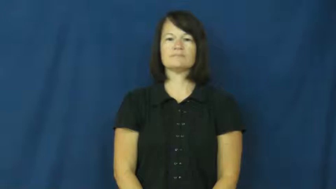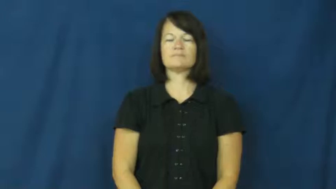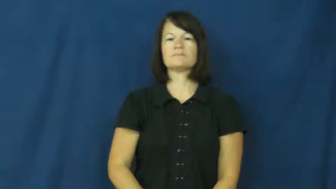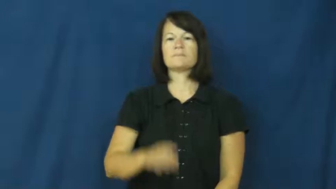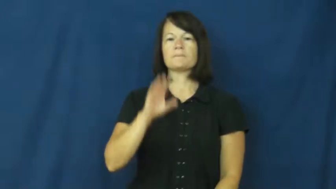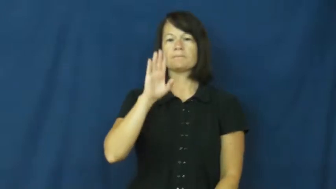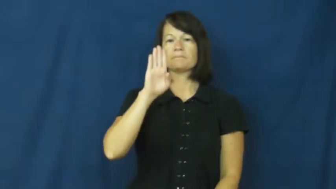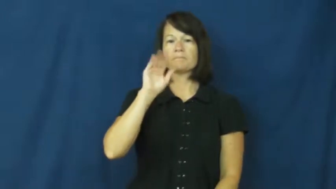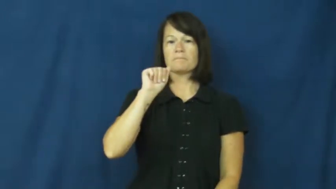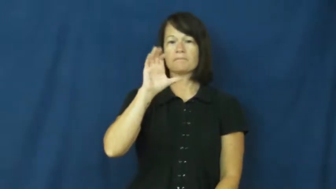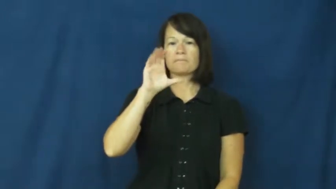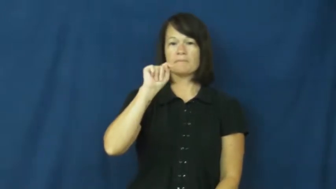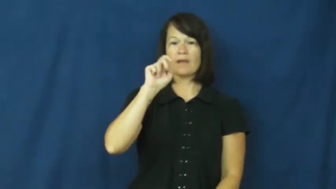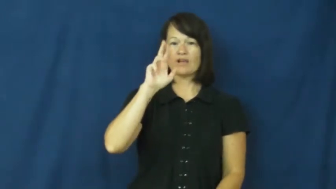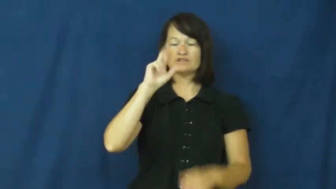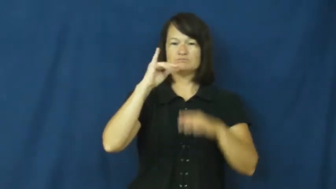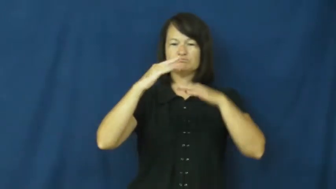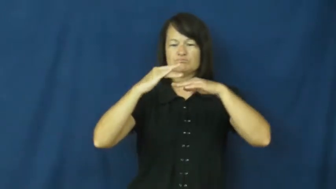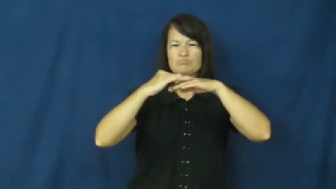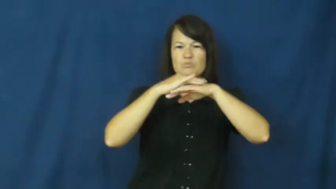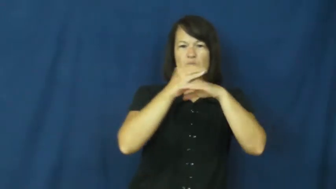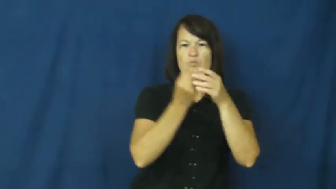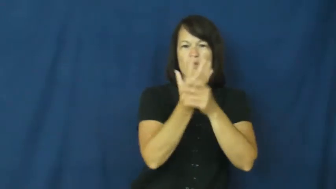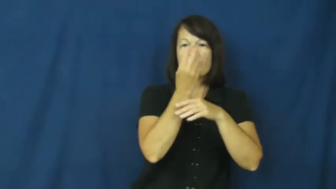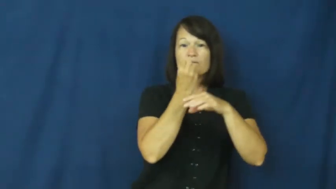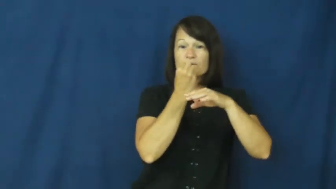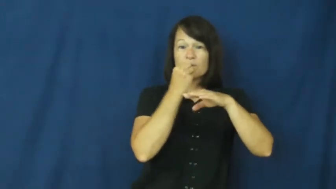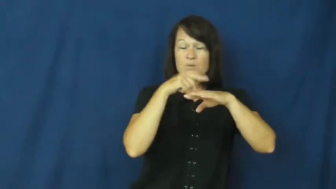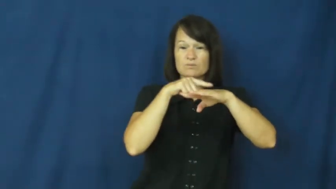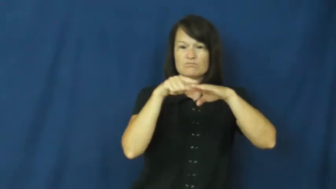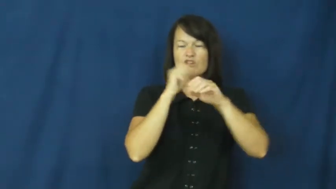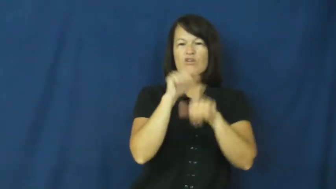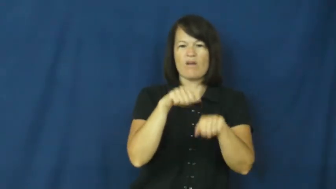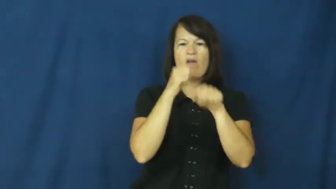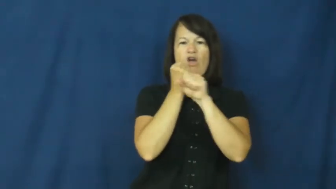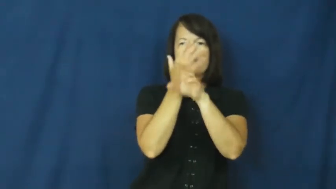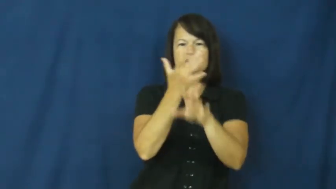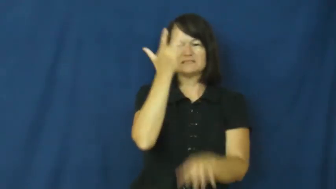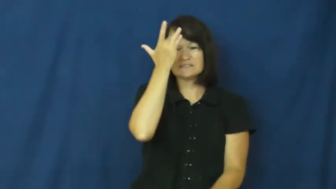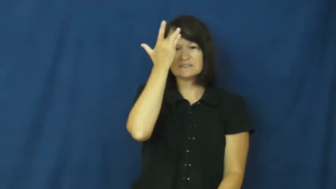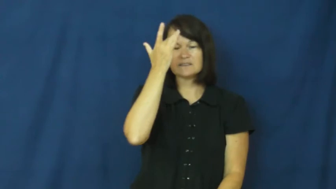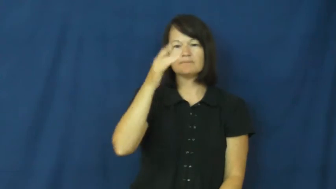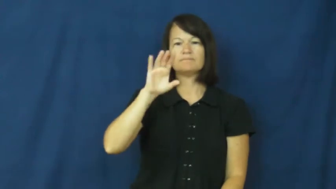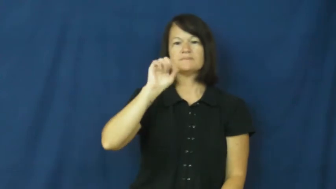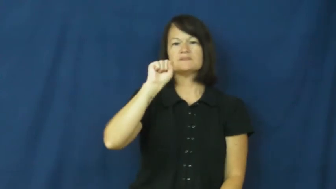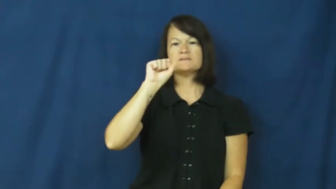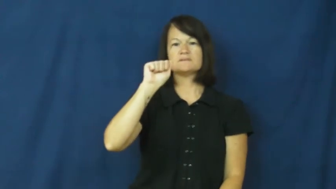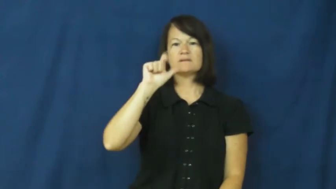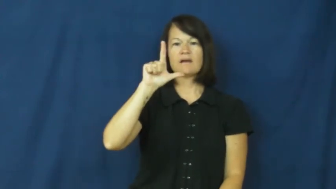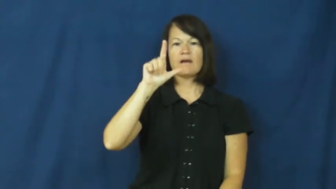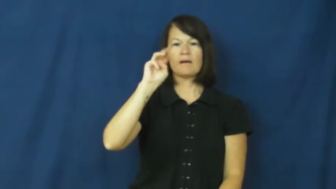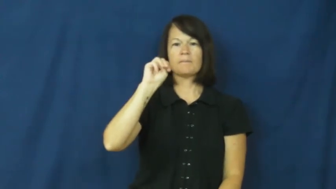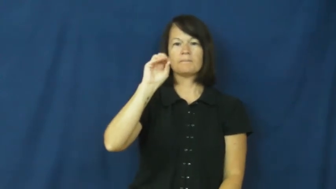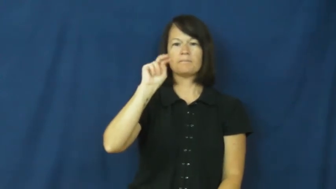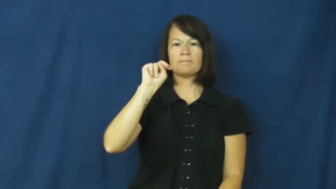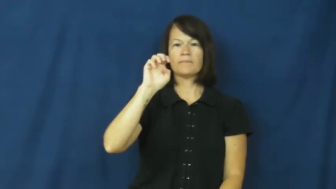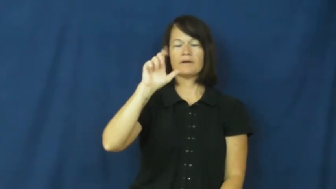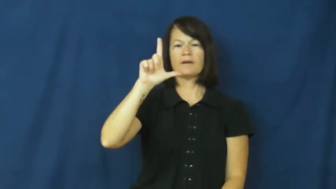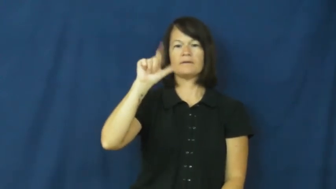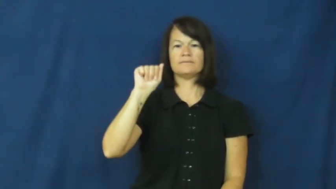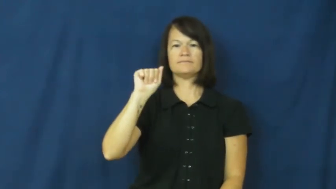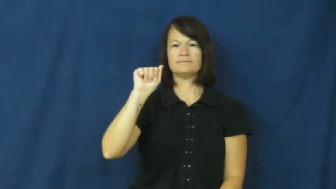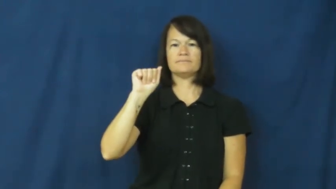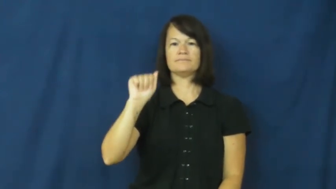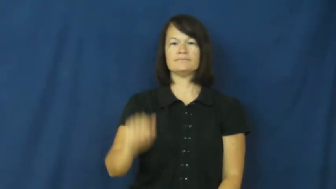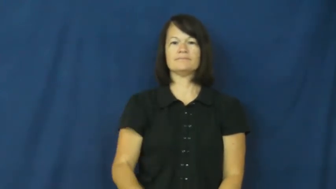salmonella